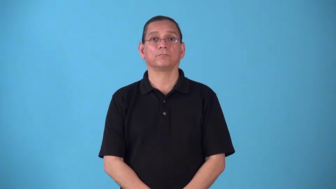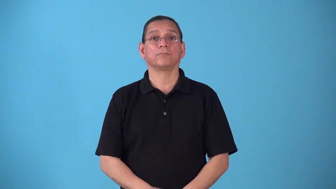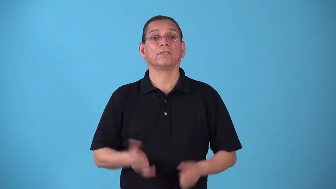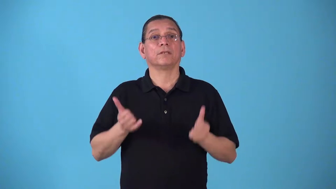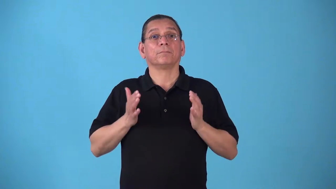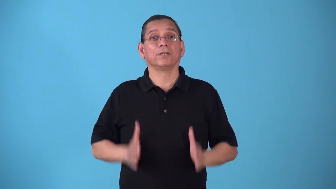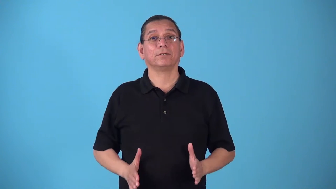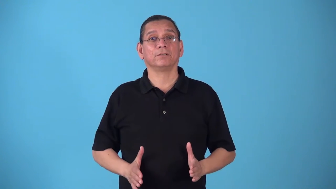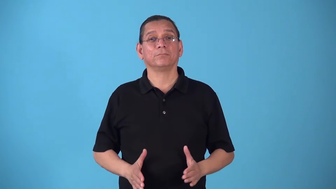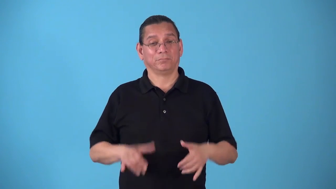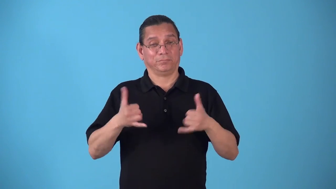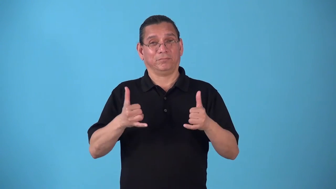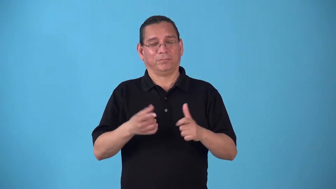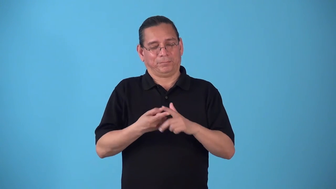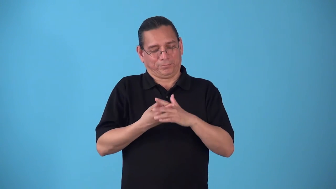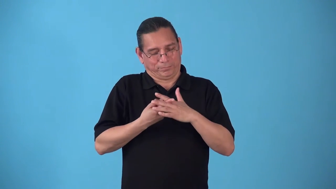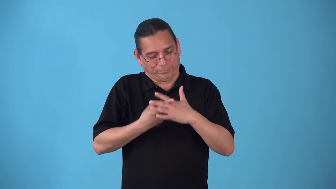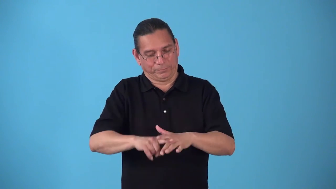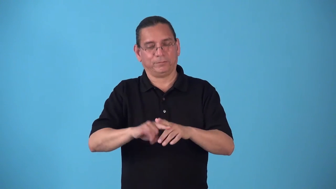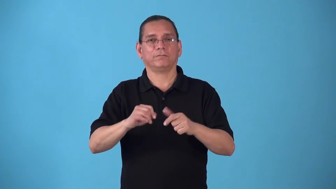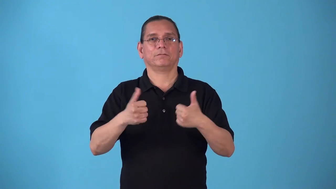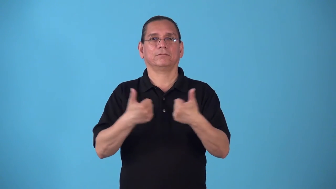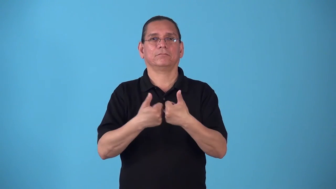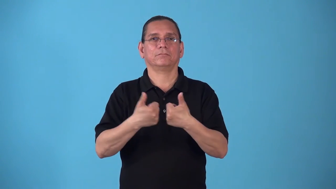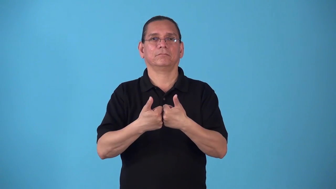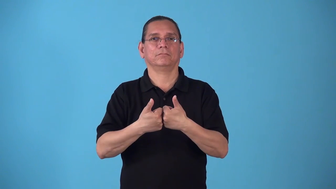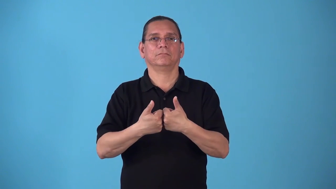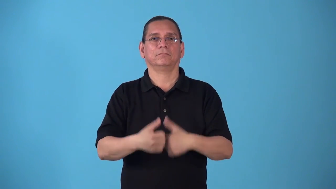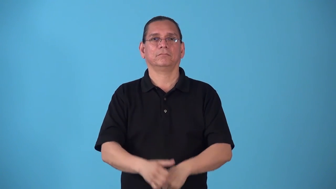starter-sports